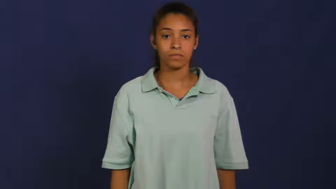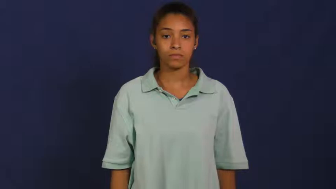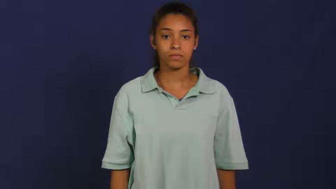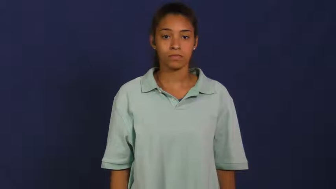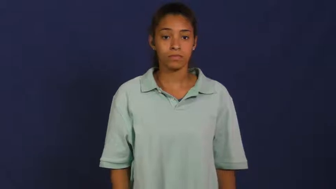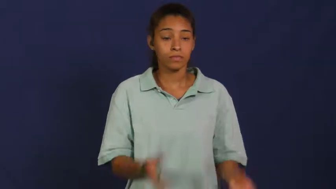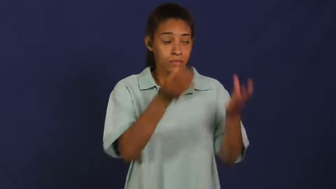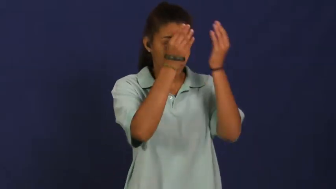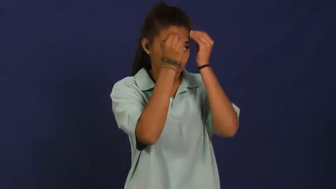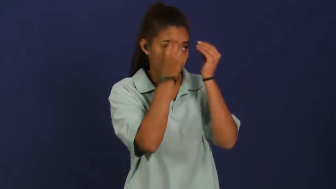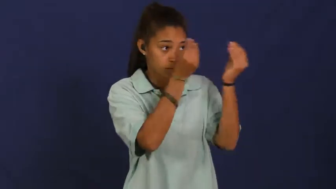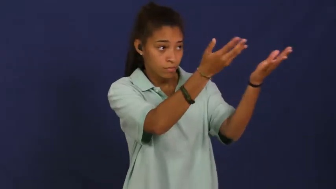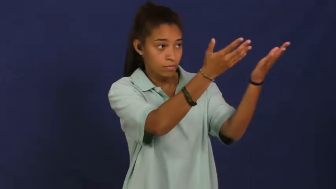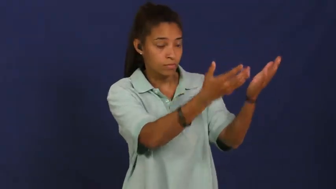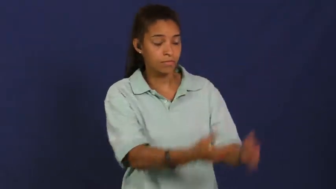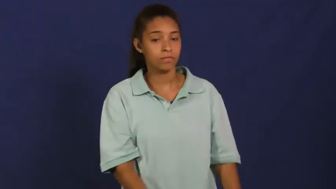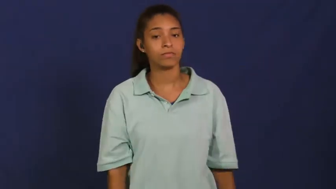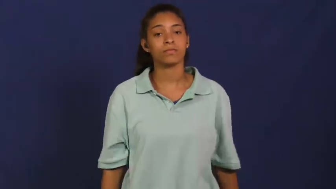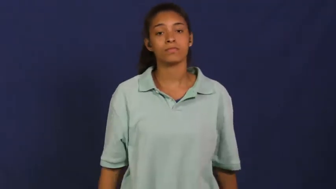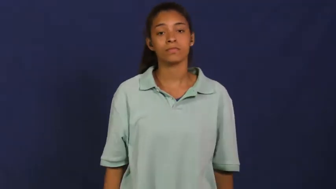obey,mind